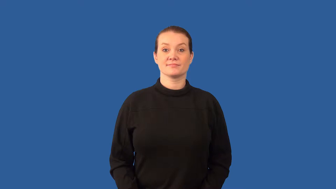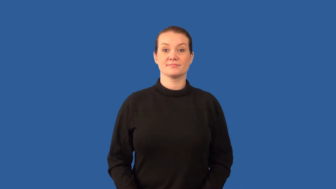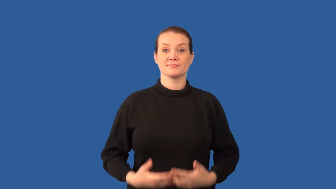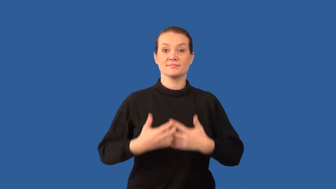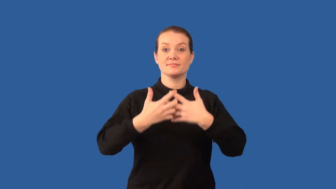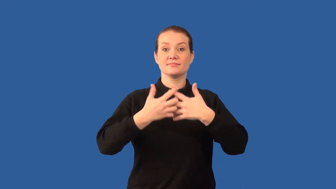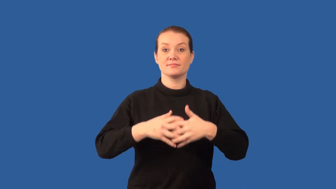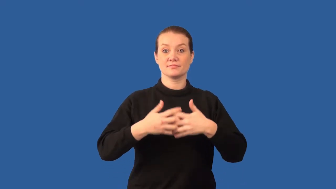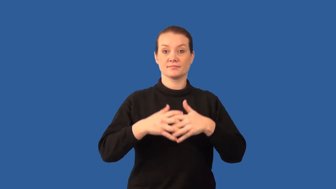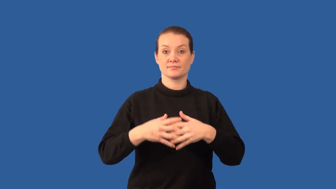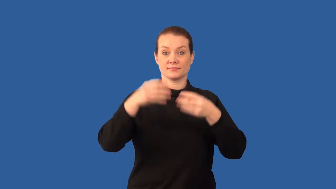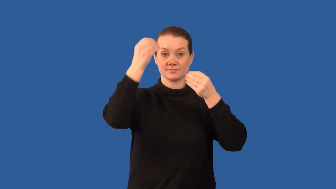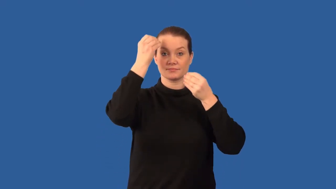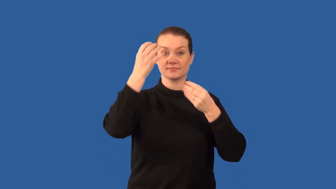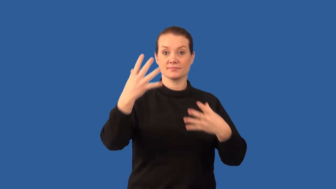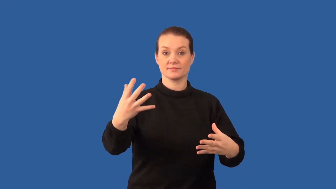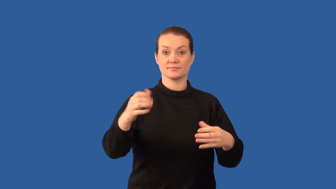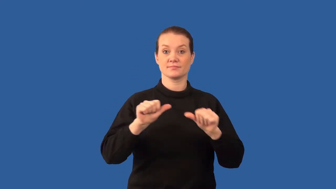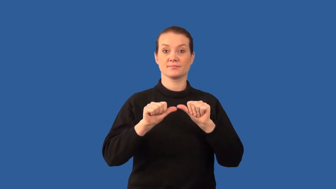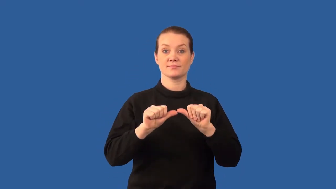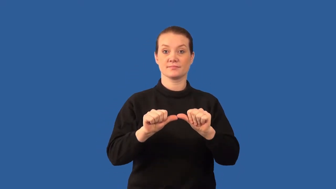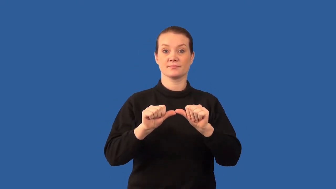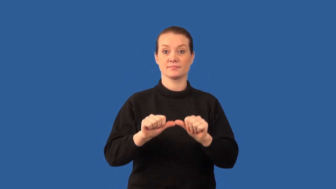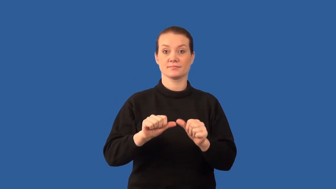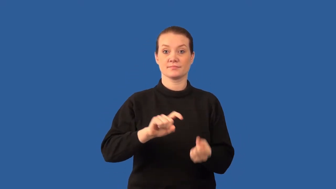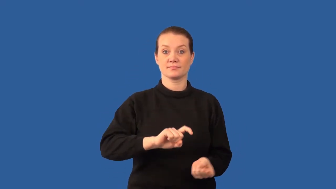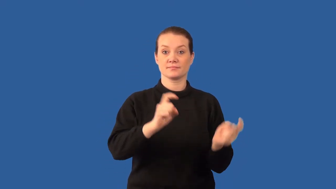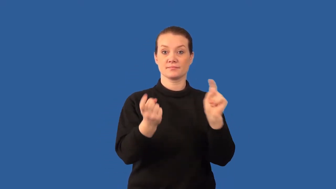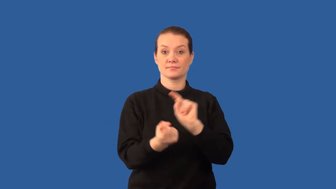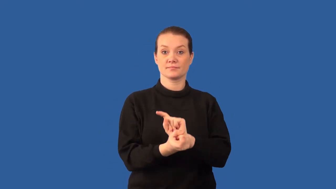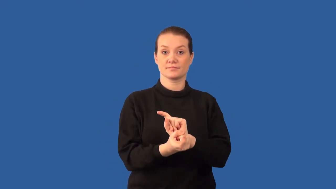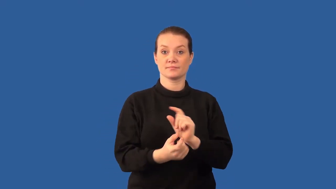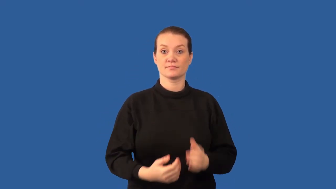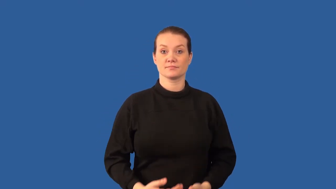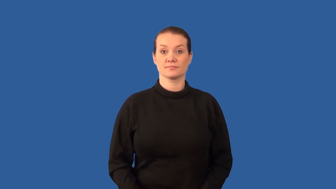analog